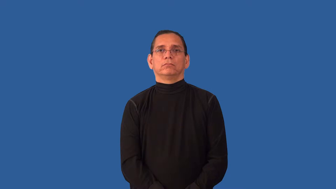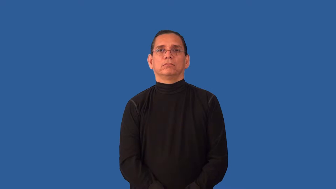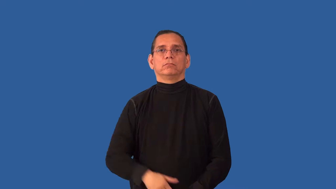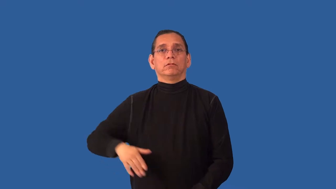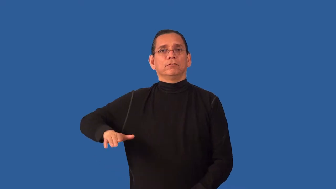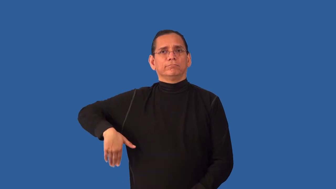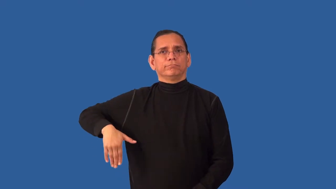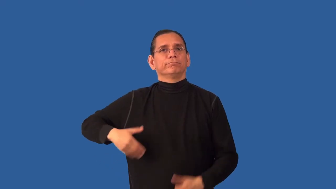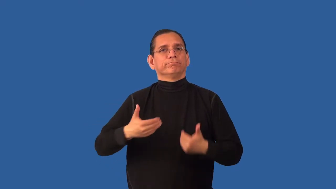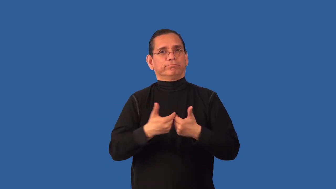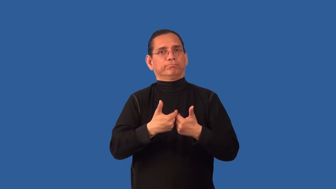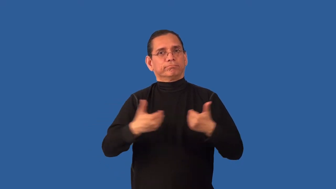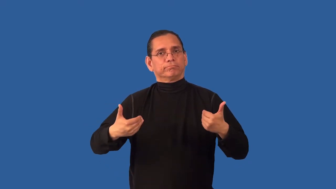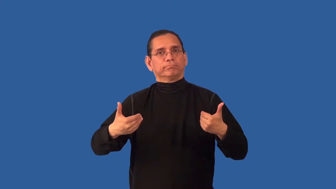undivided